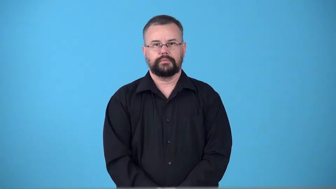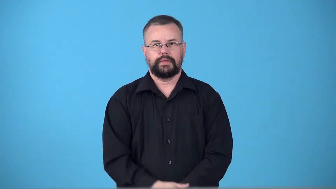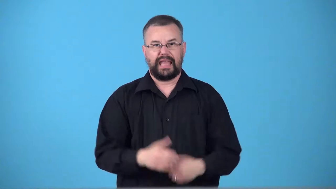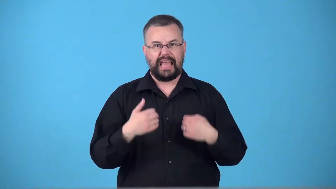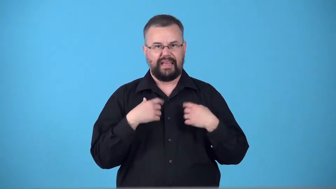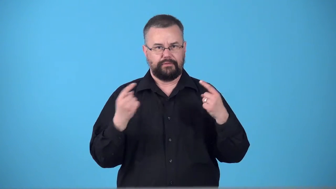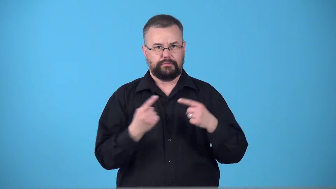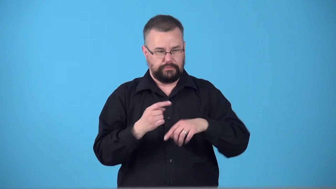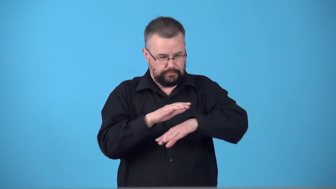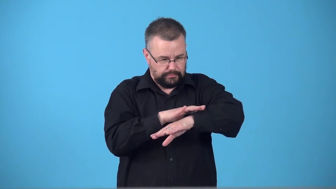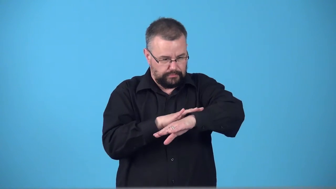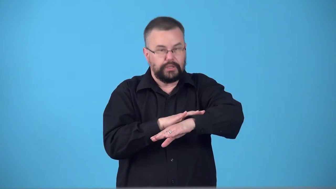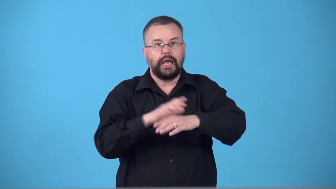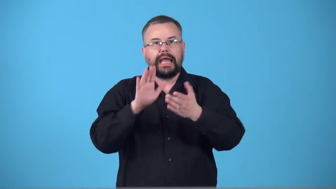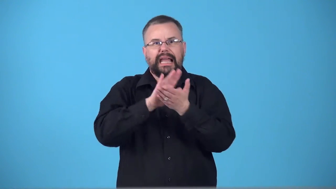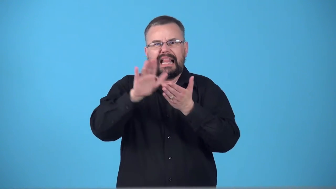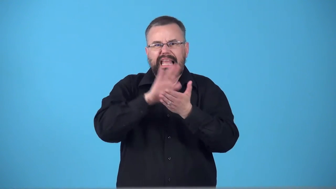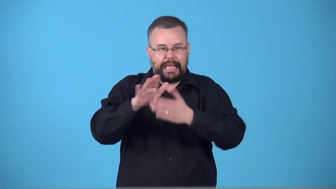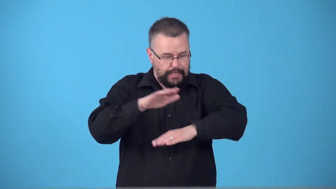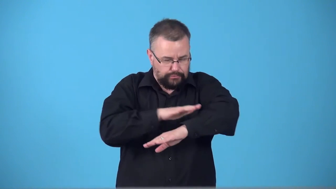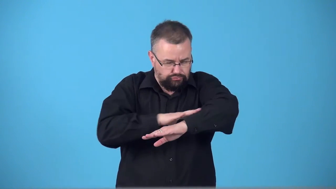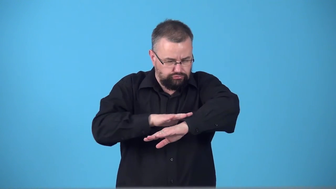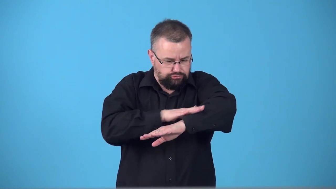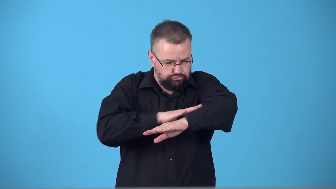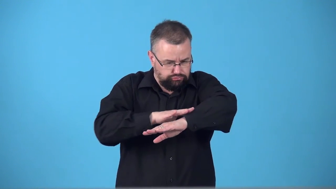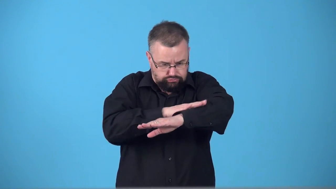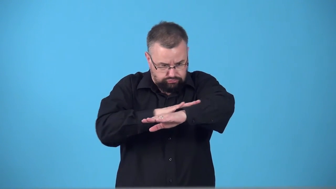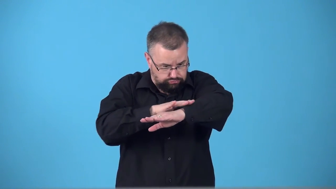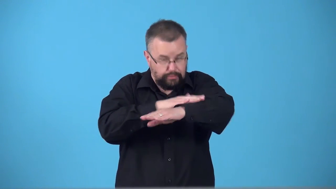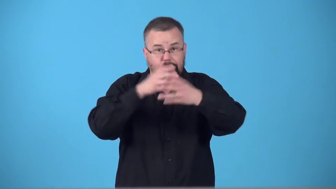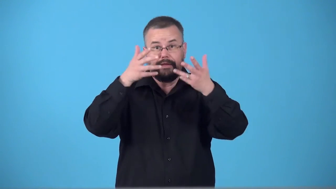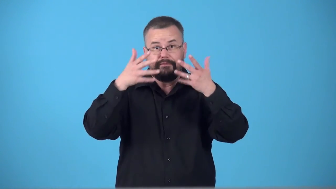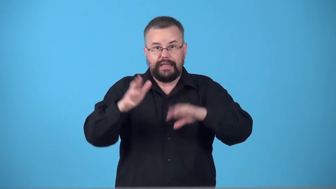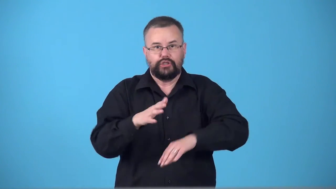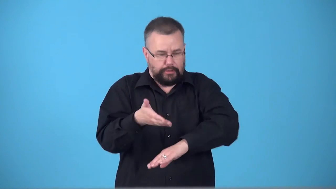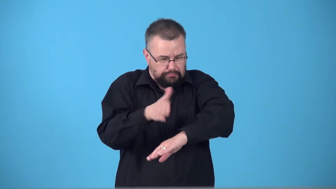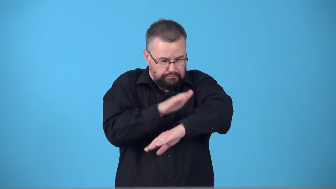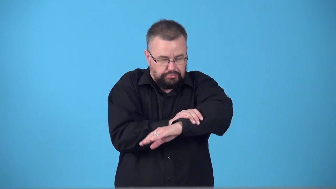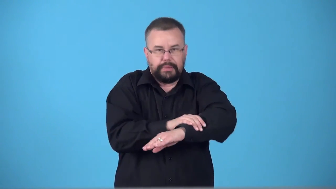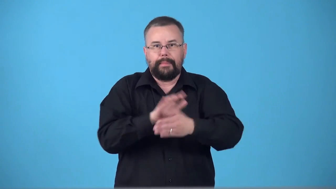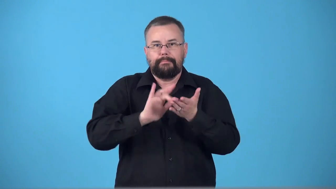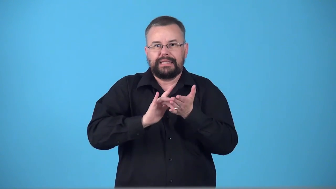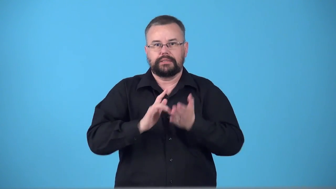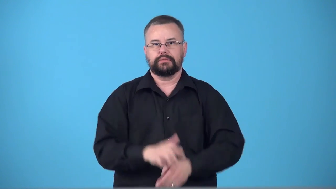swab-clean cut apply medicine